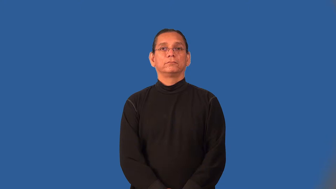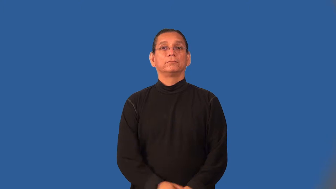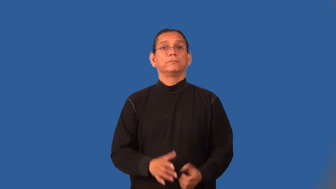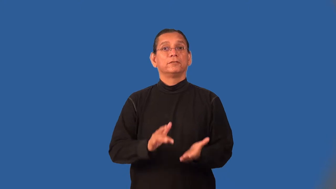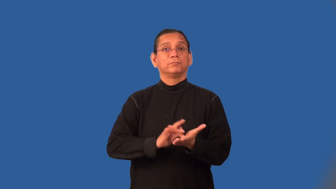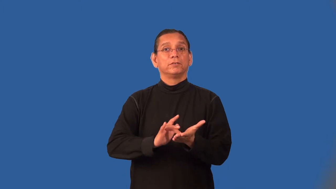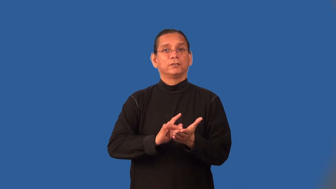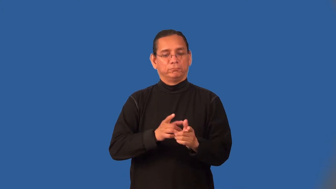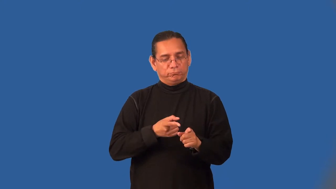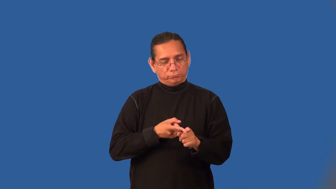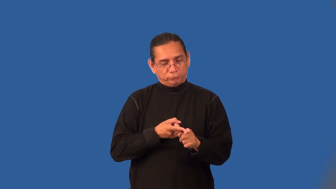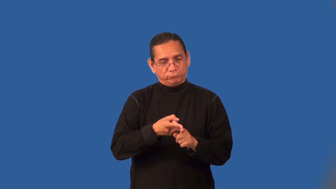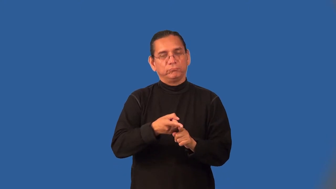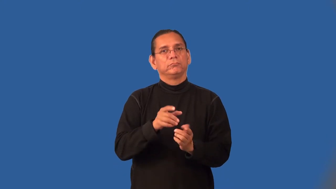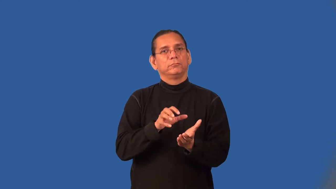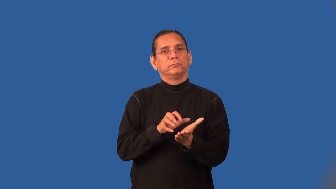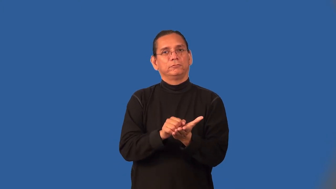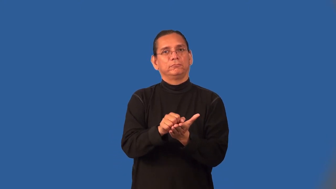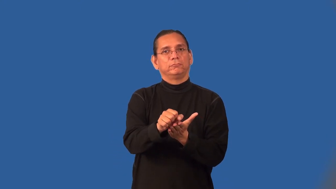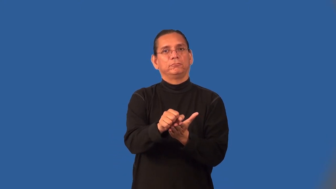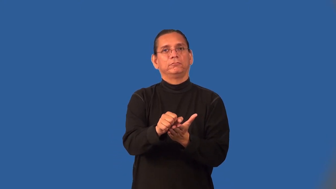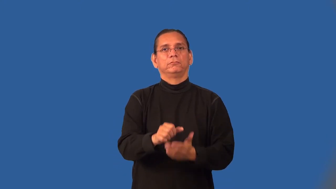oncology